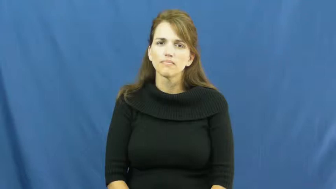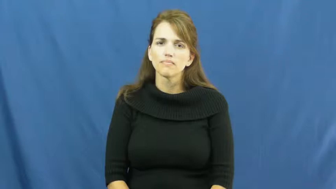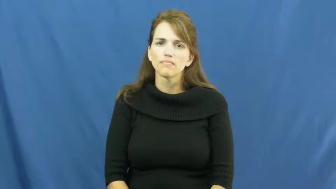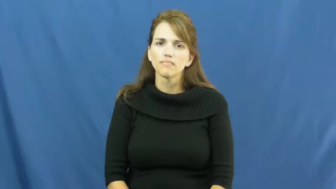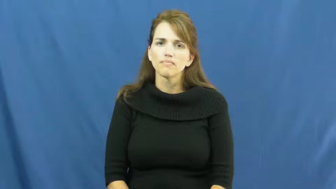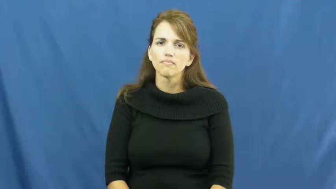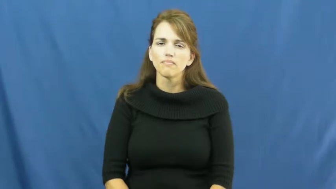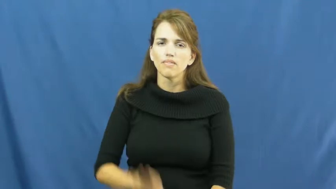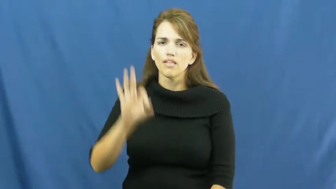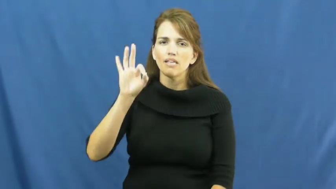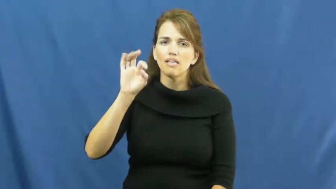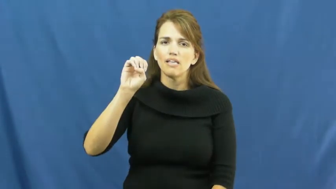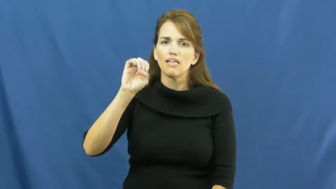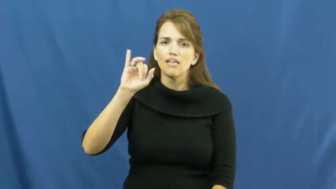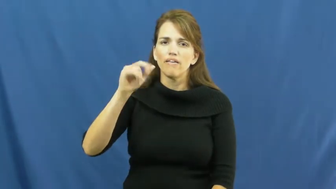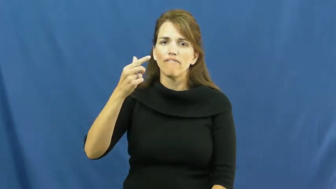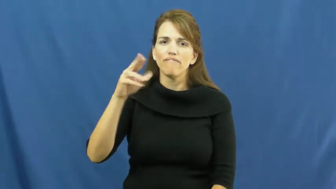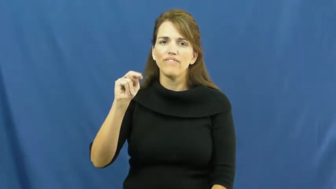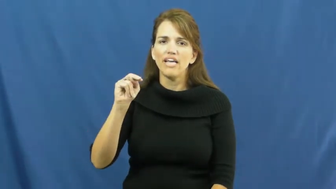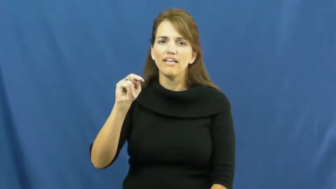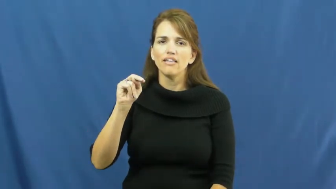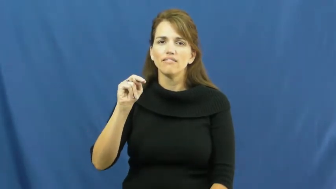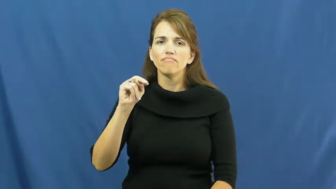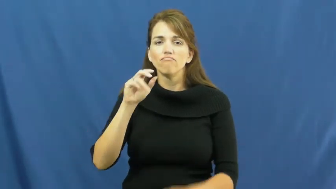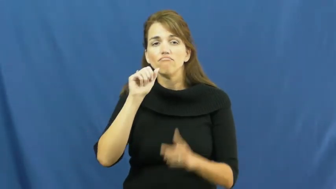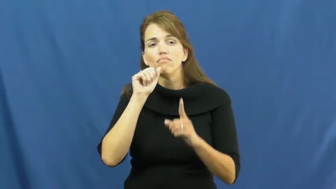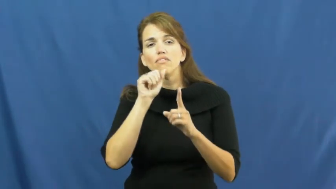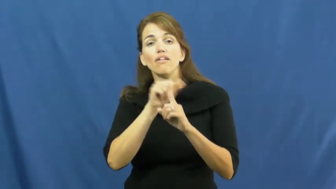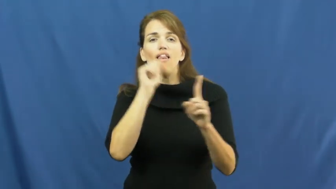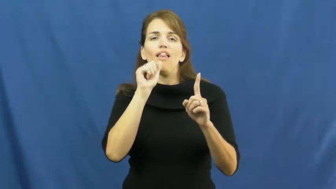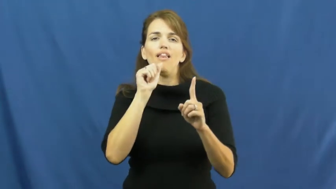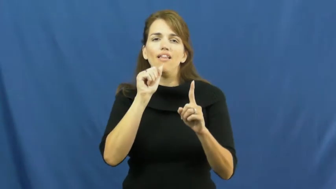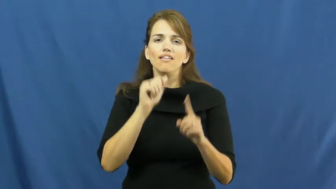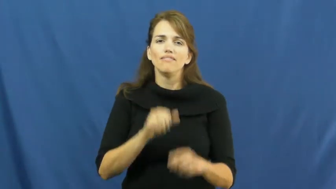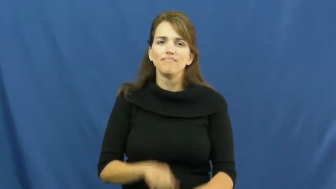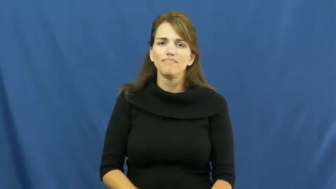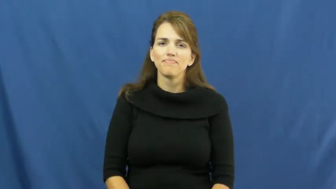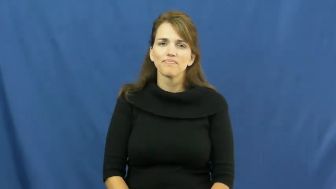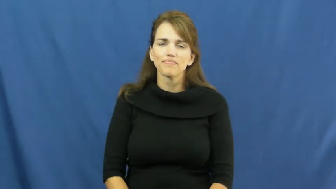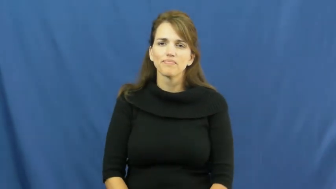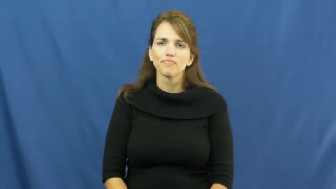feign